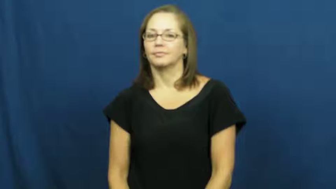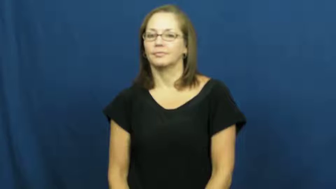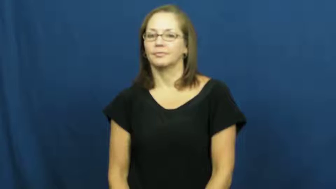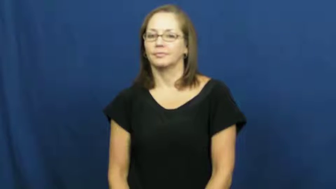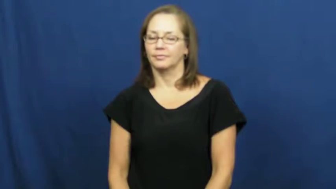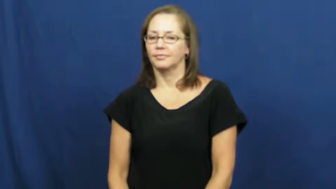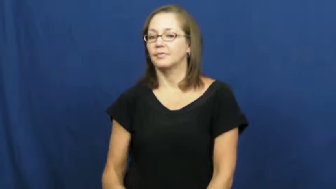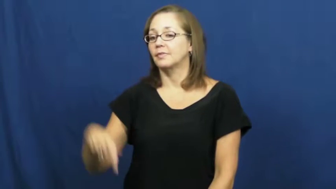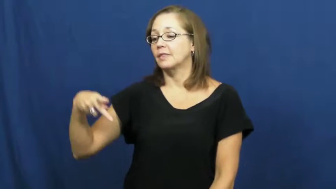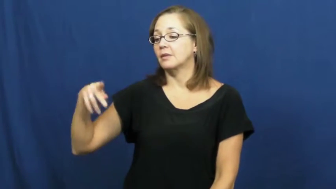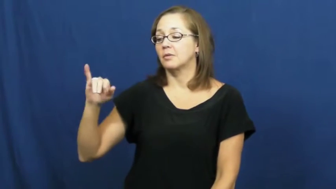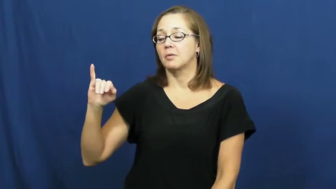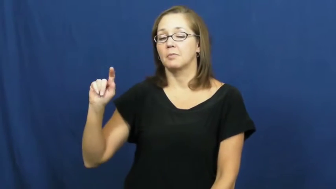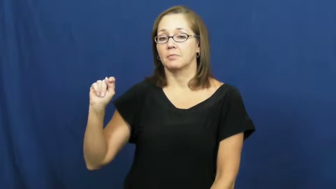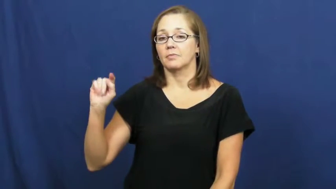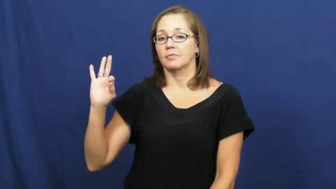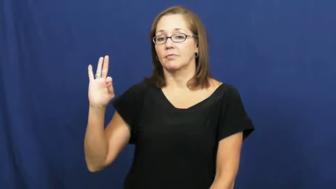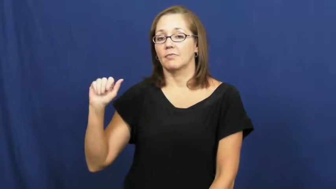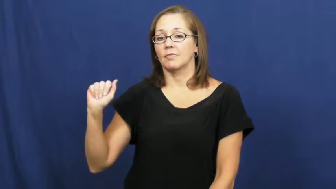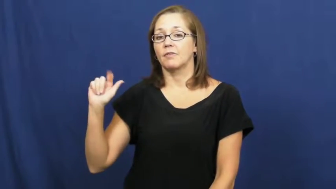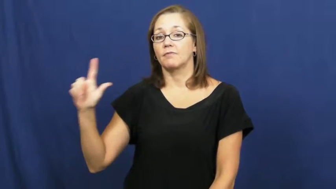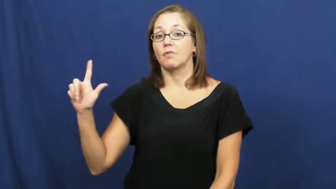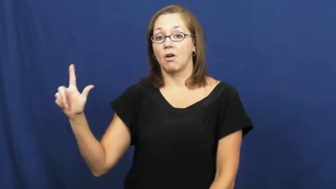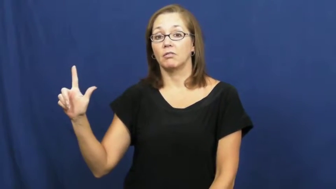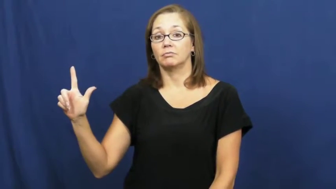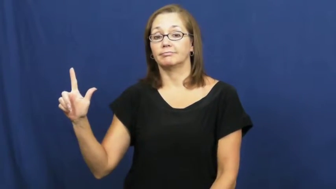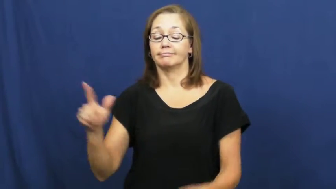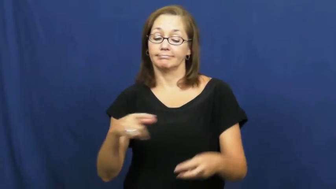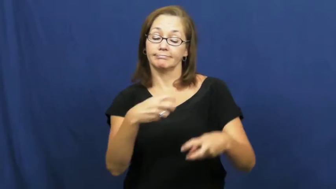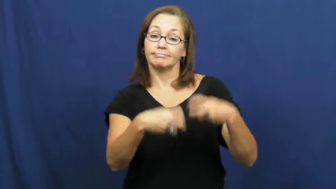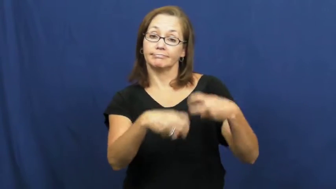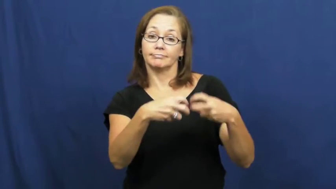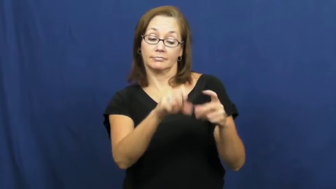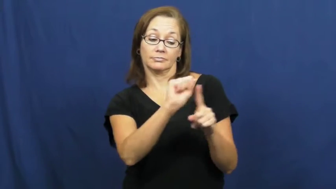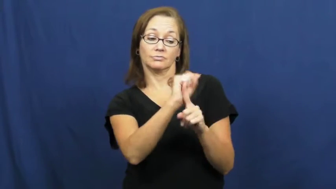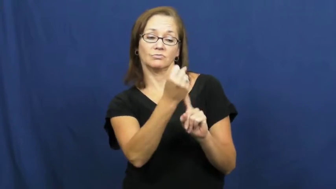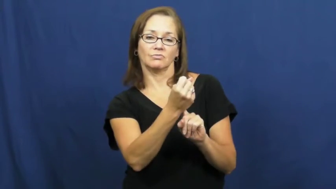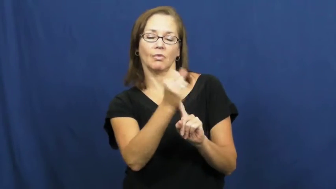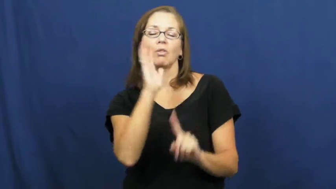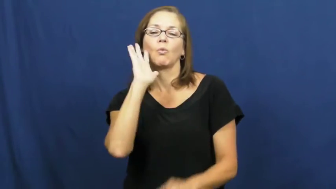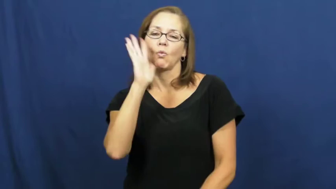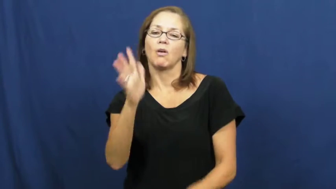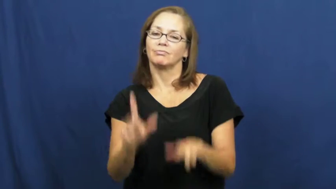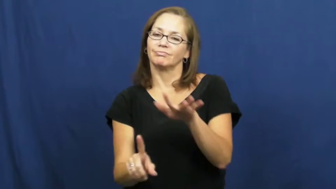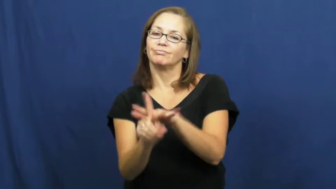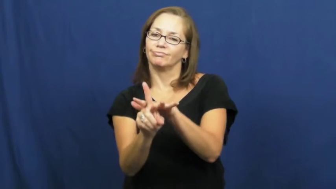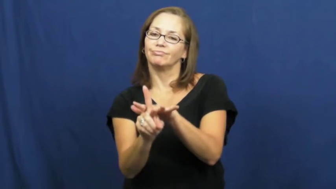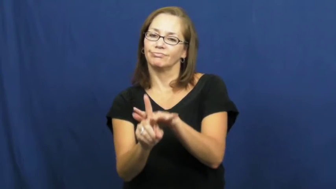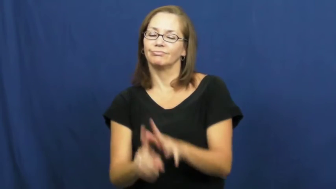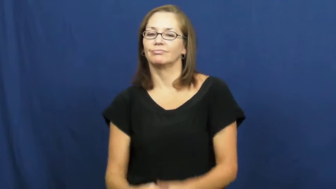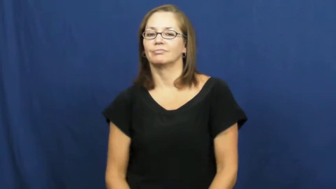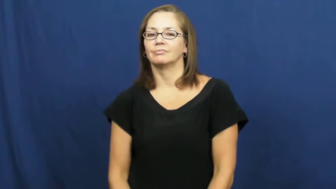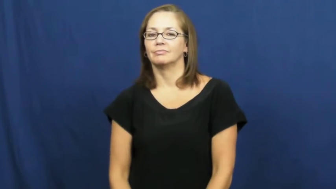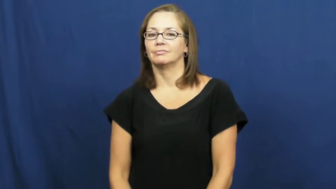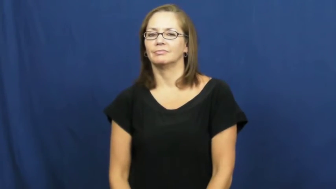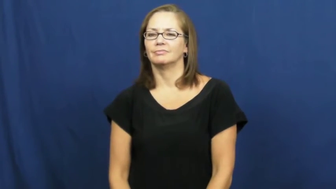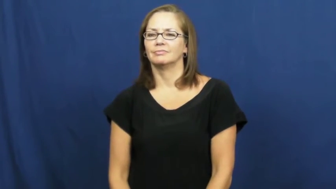pitfall